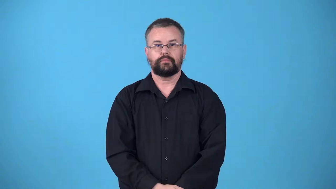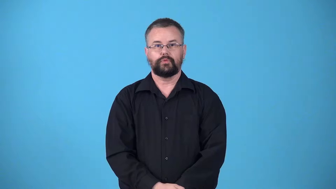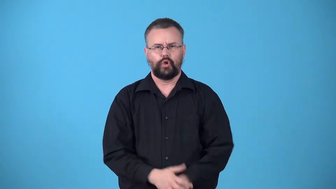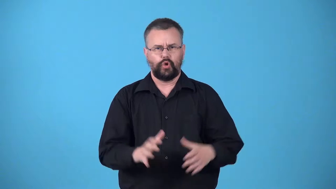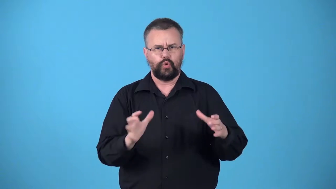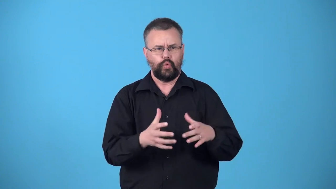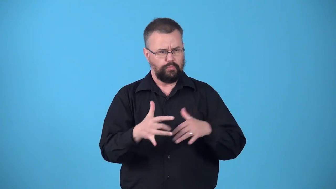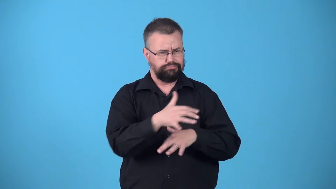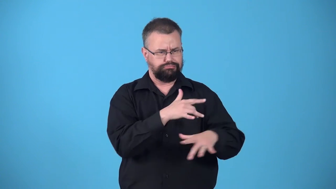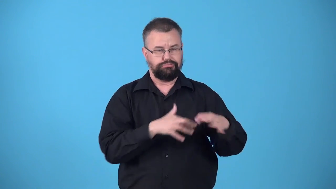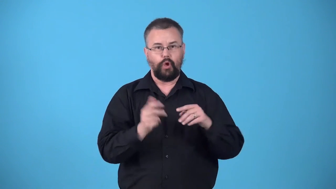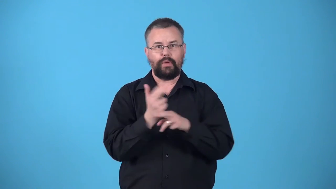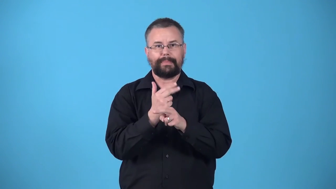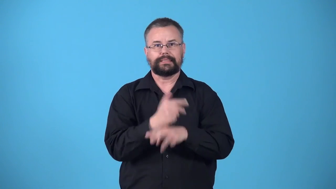warren-group of rabbits